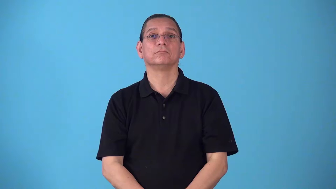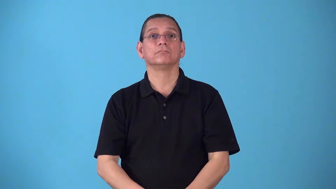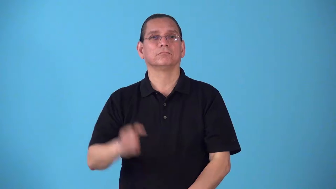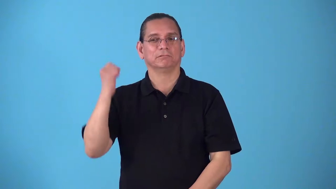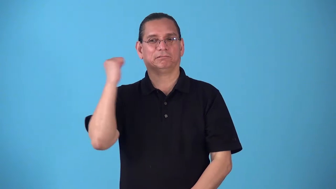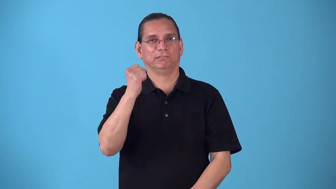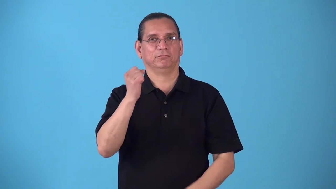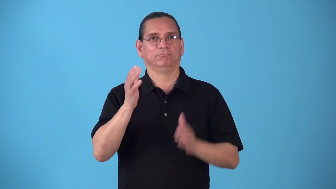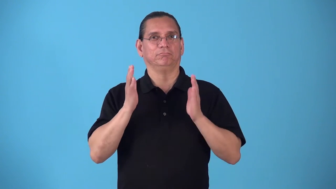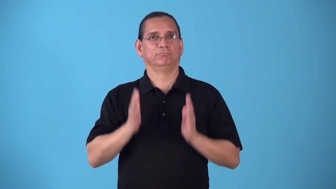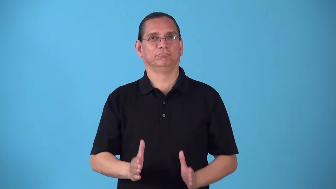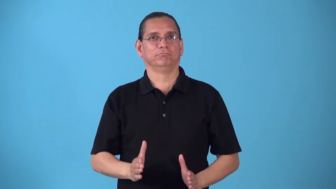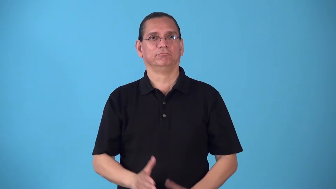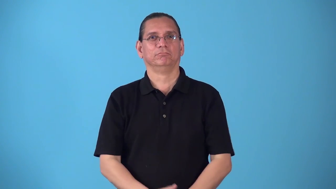ripper-killer